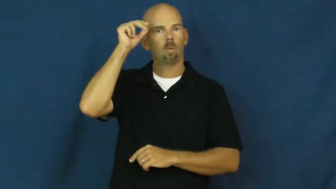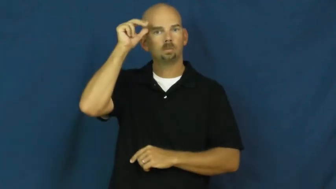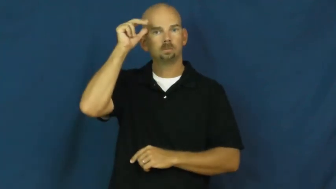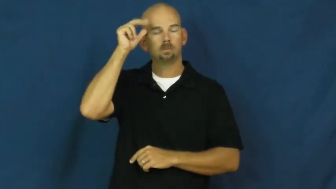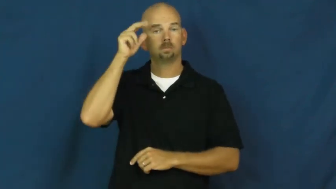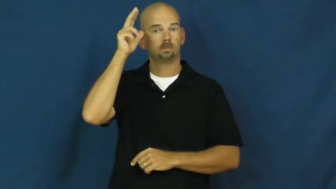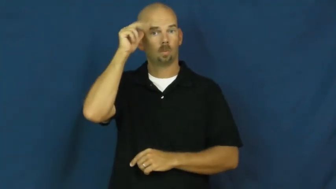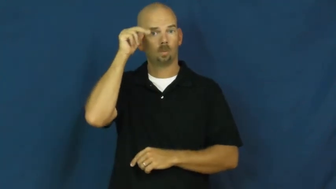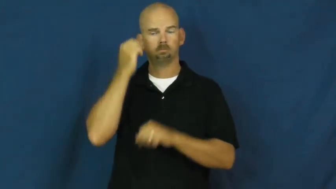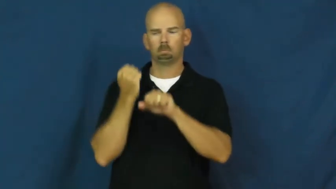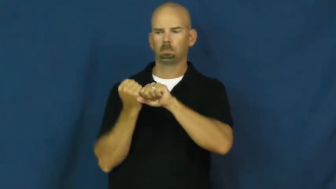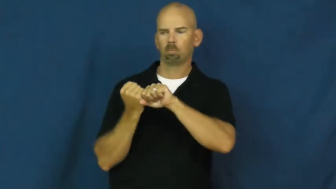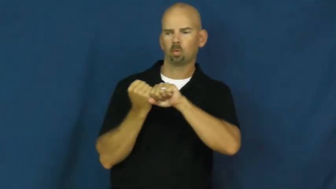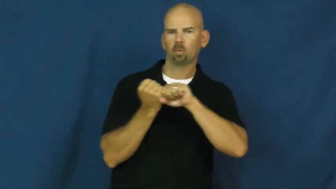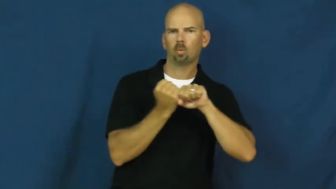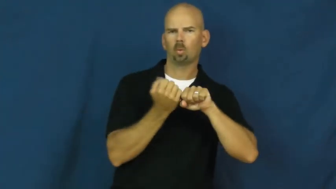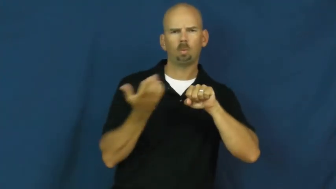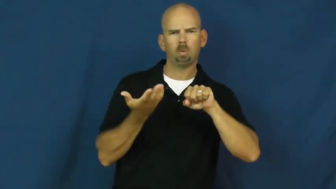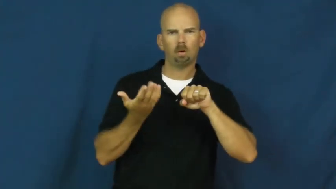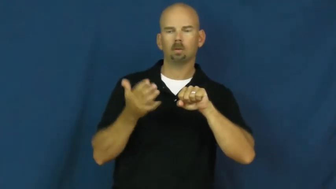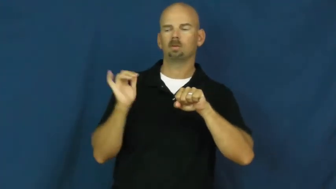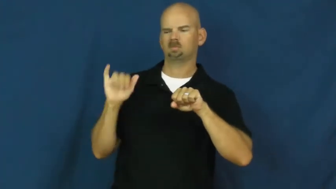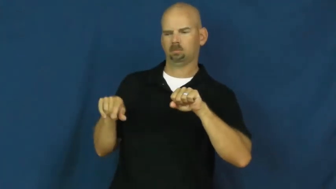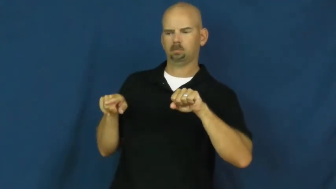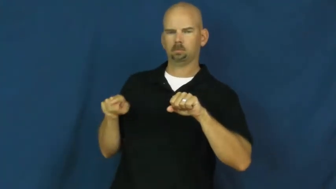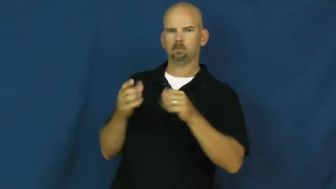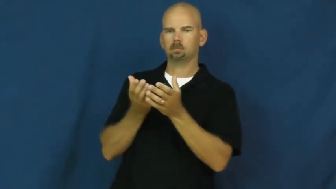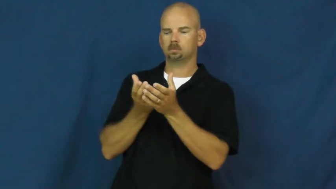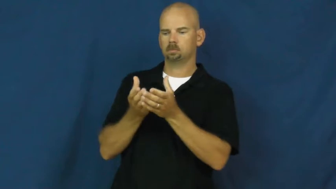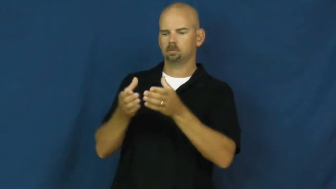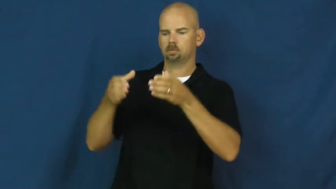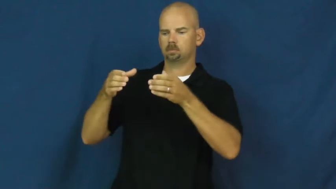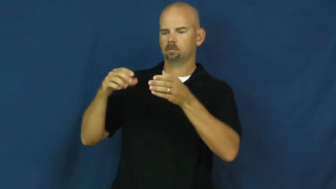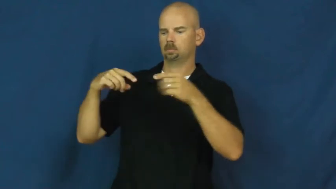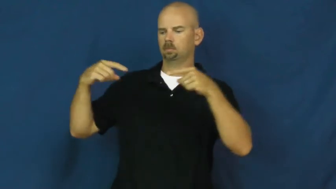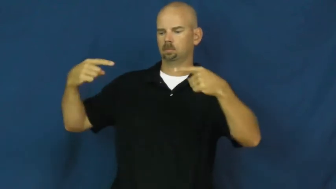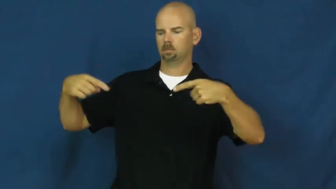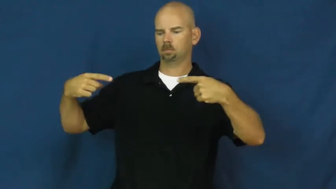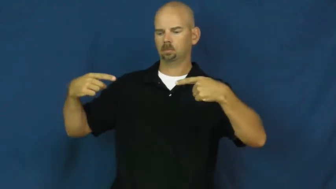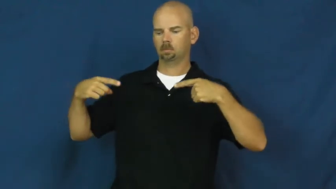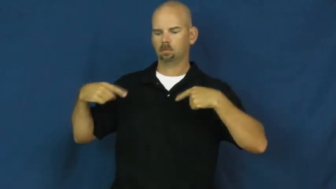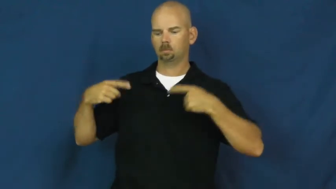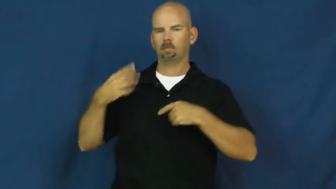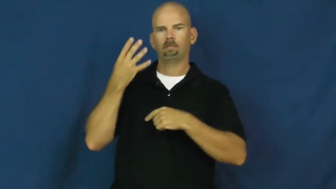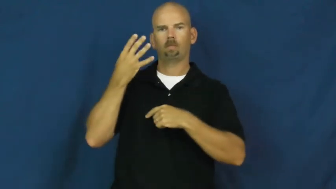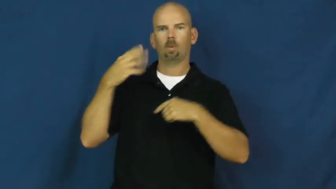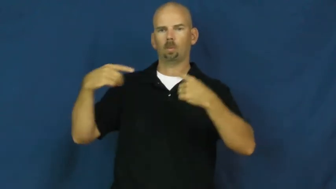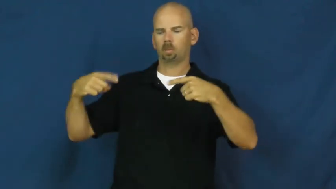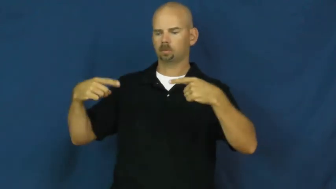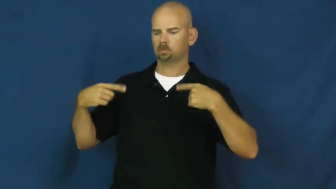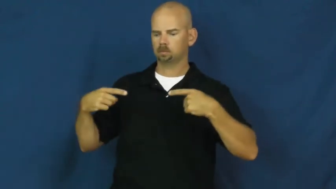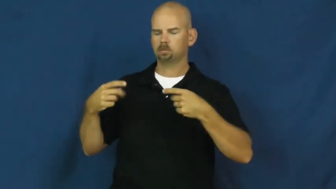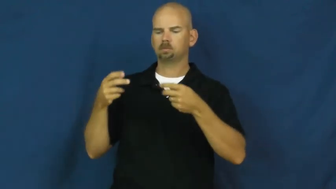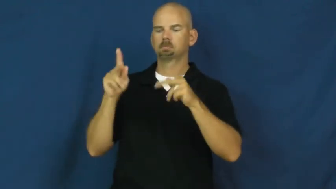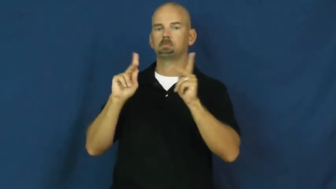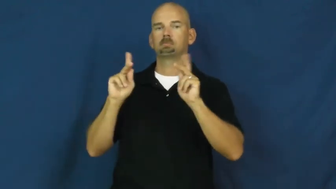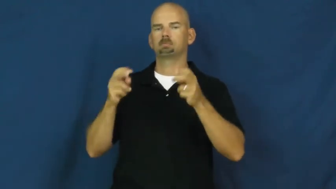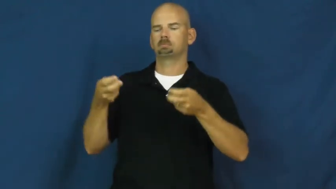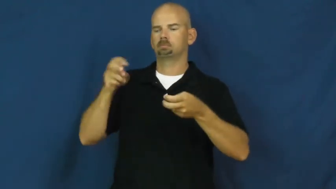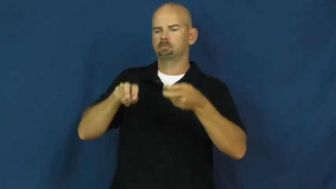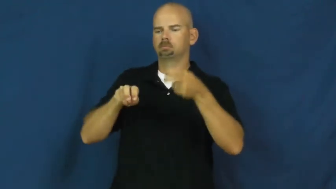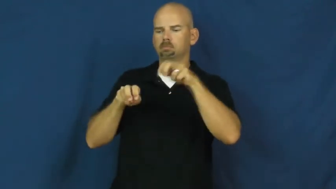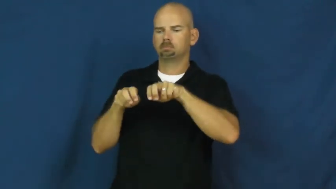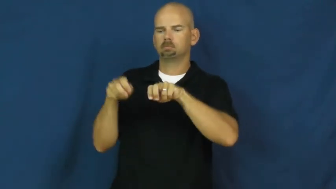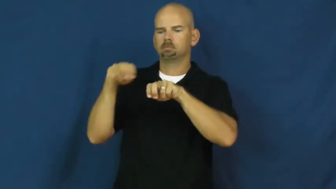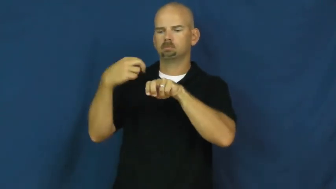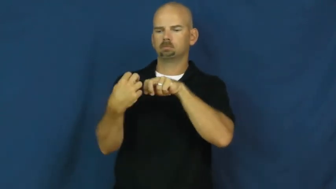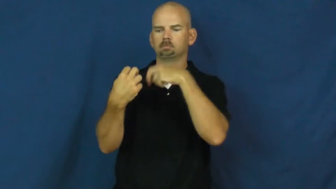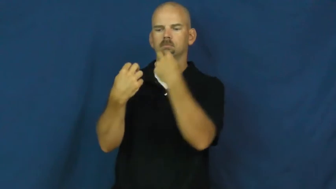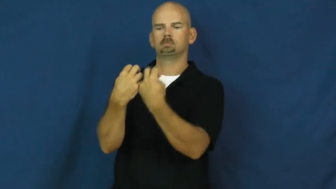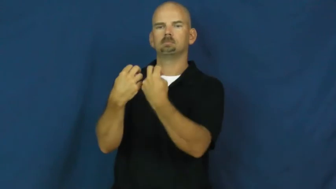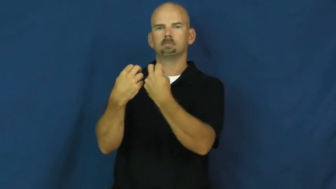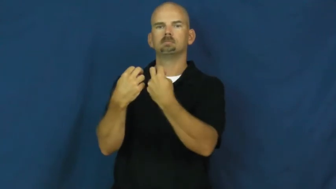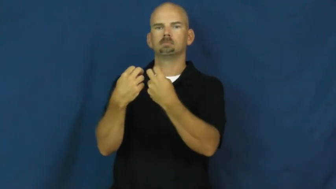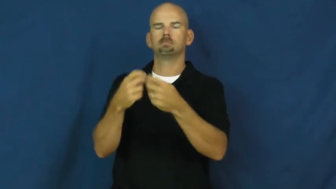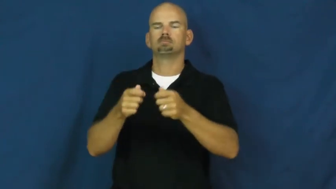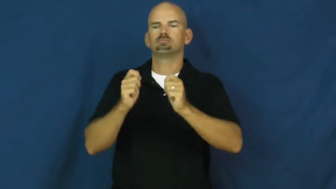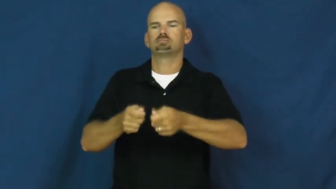carriage,buggy,chaise-vehicle